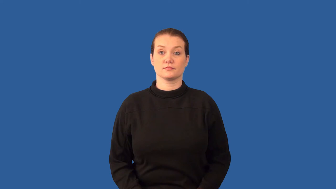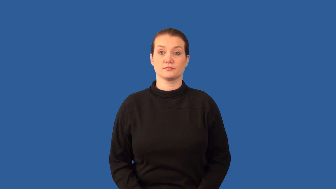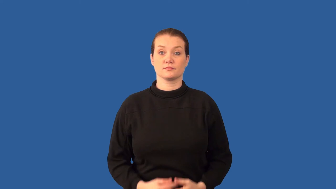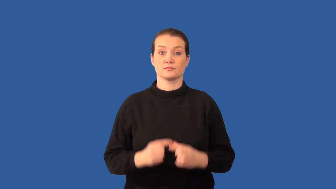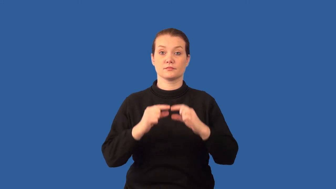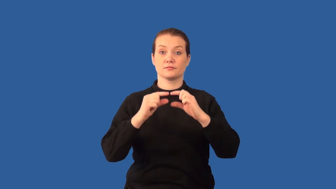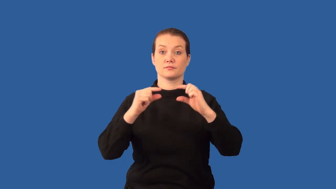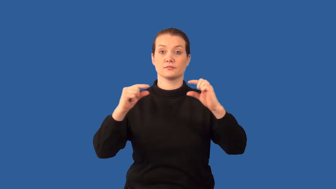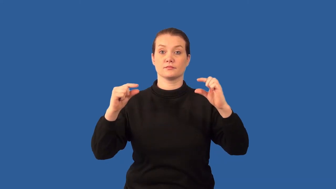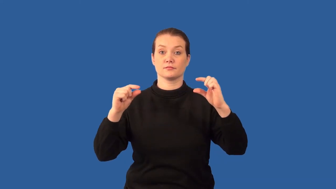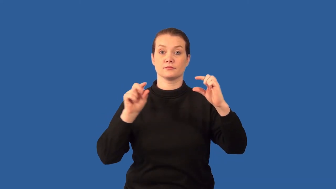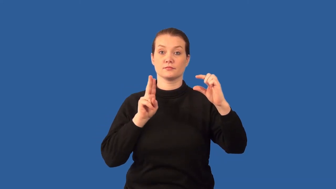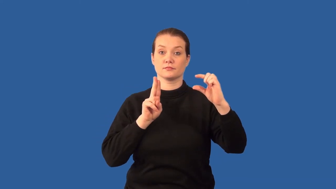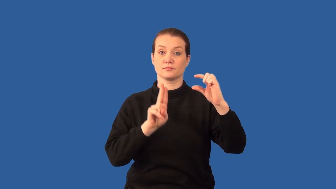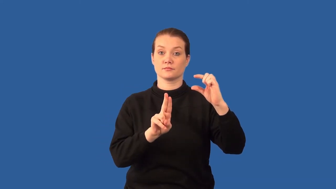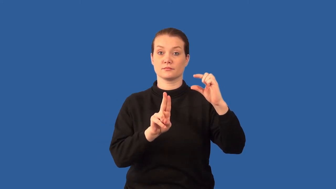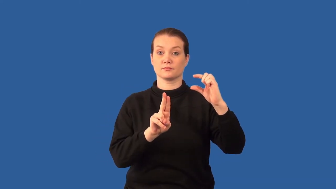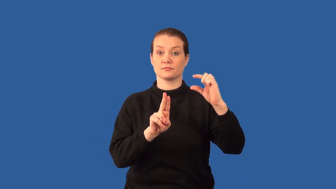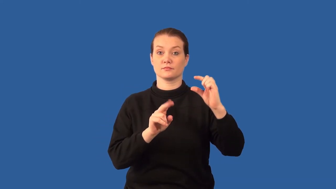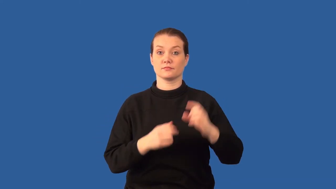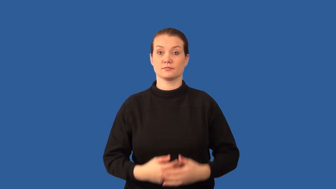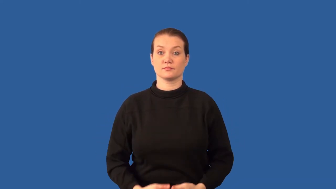gene